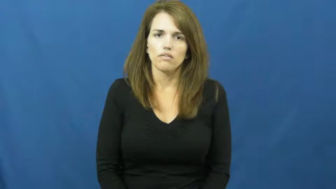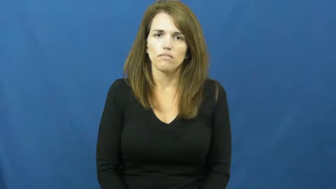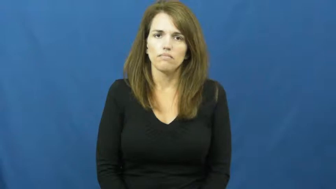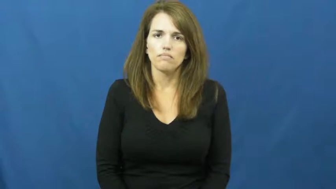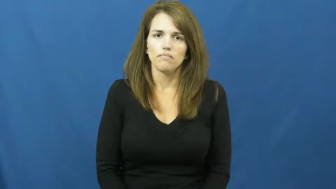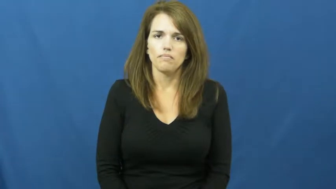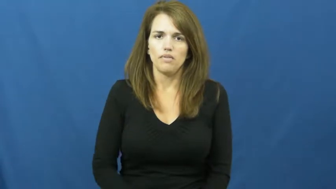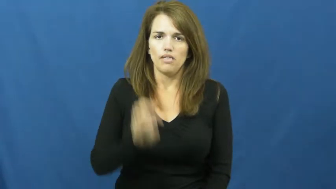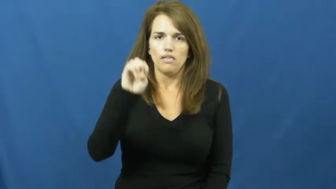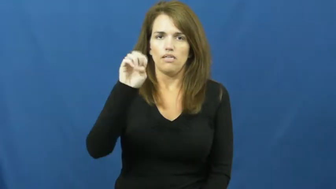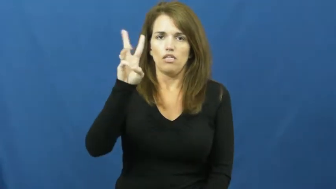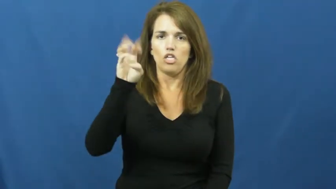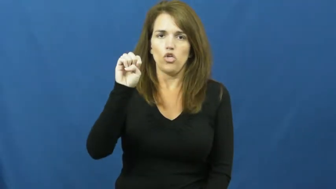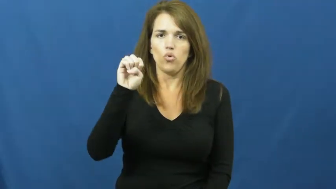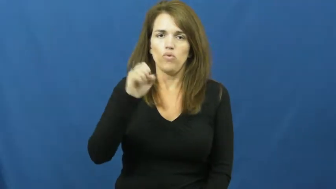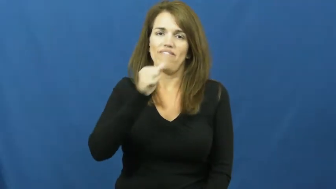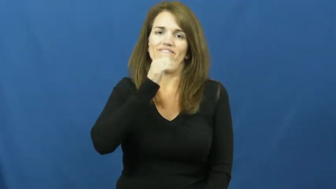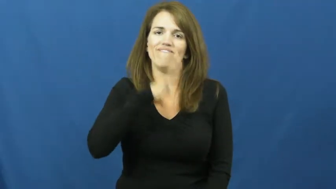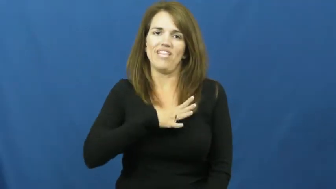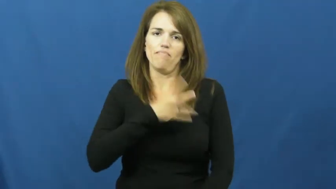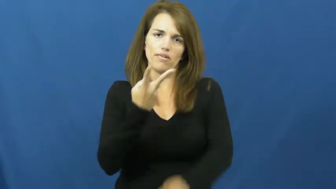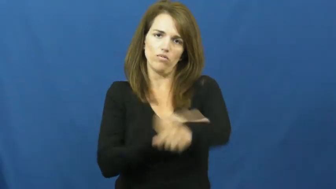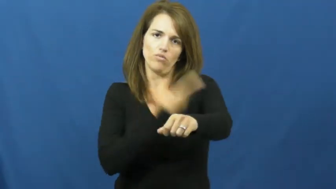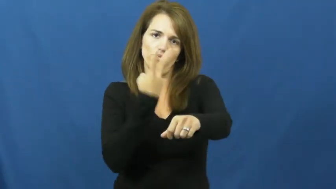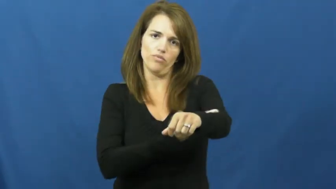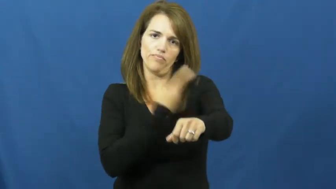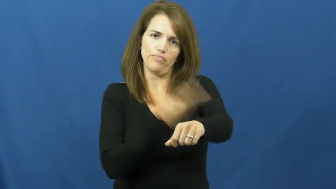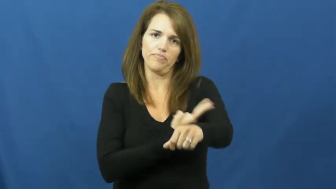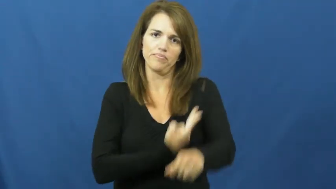ewe